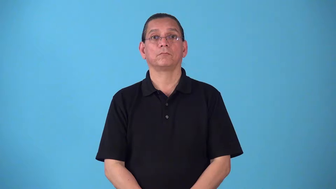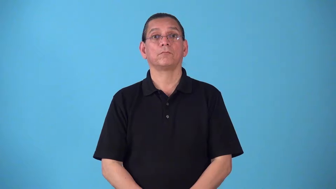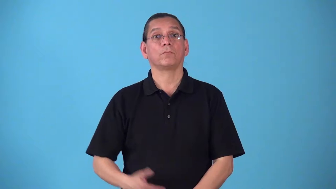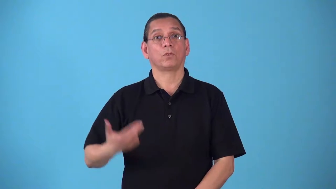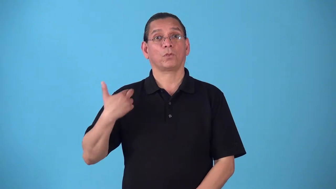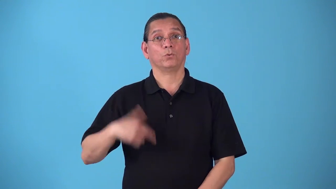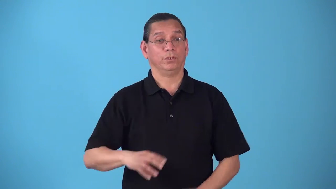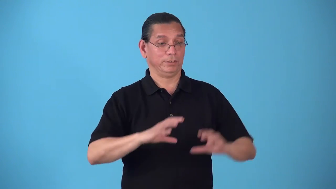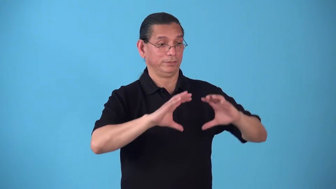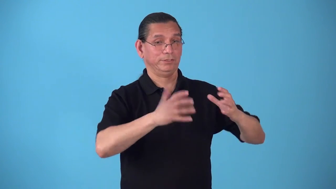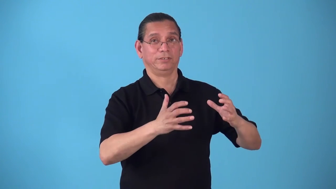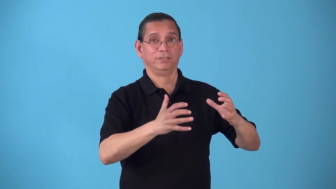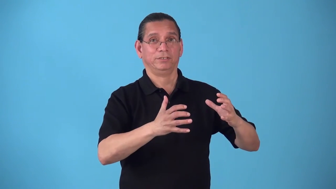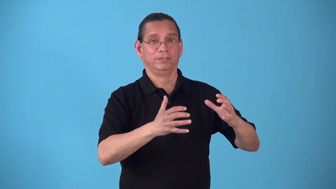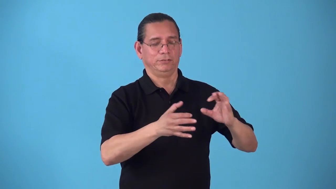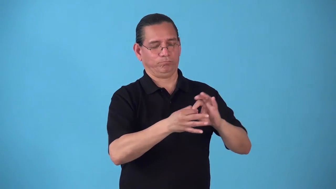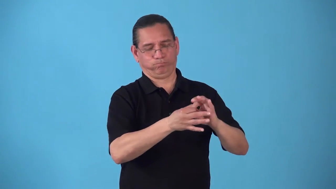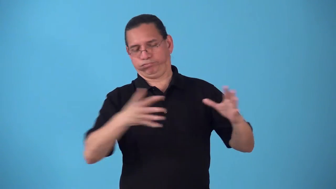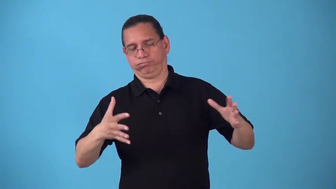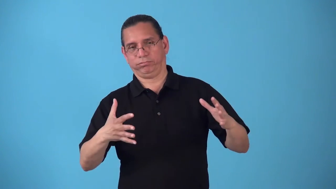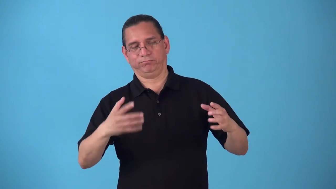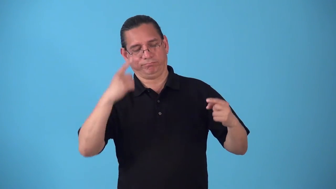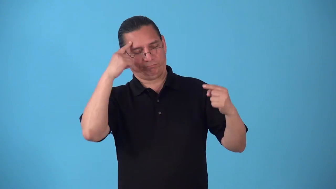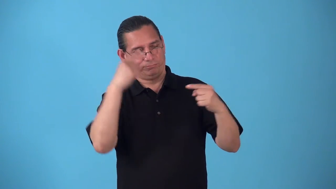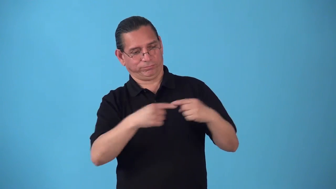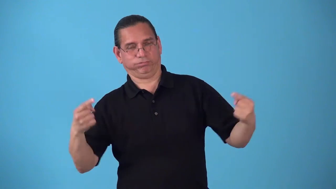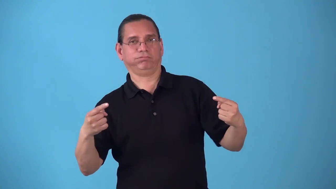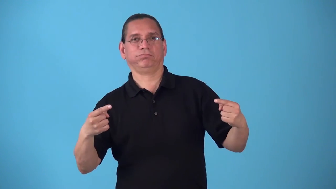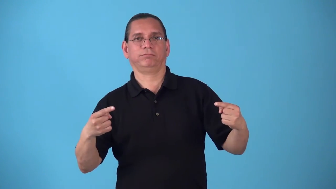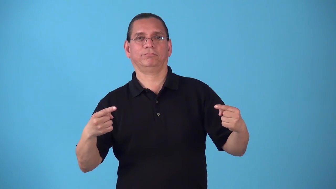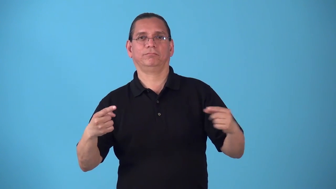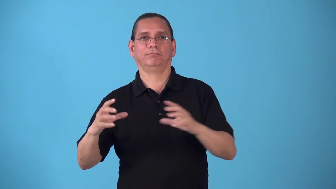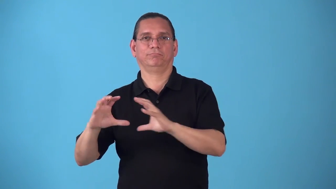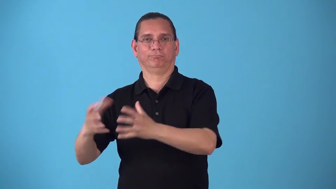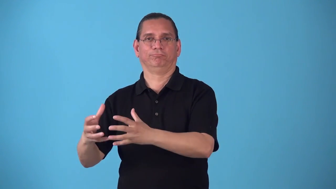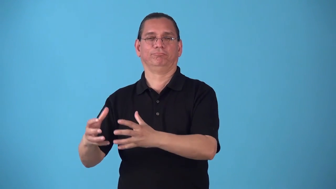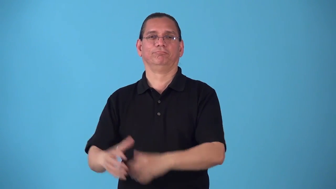sectarian-caused by disagreements